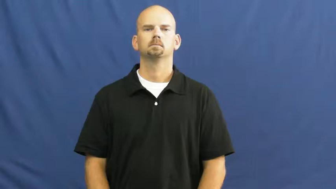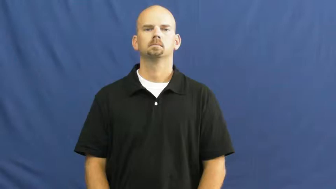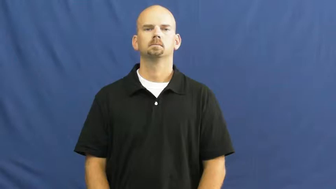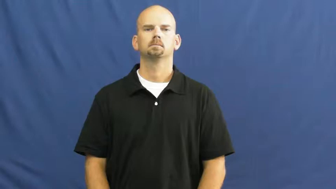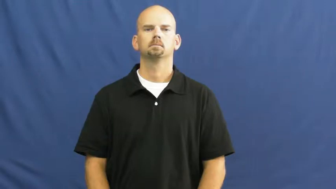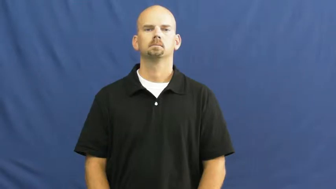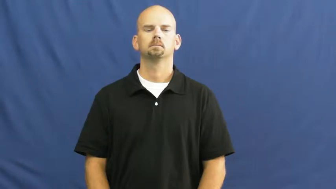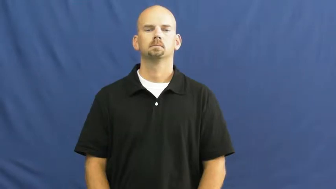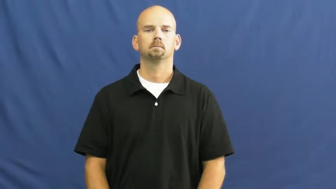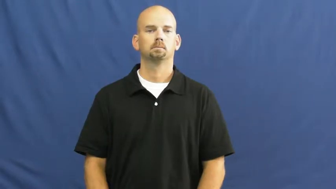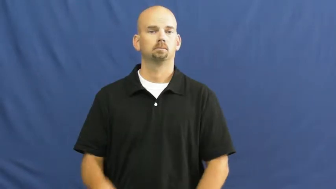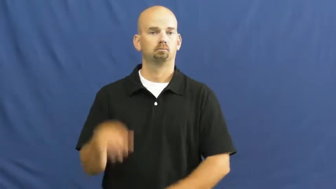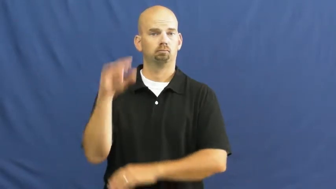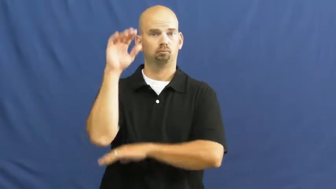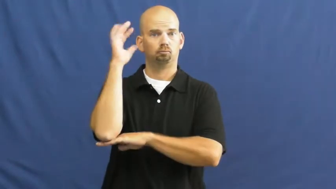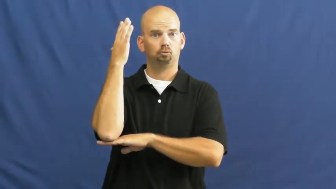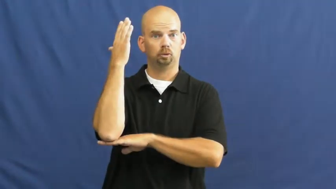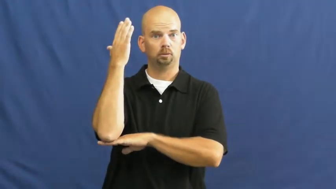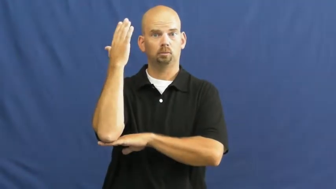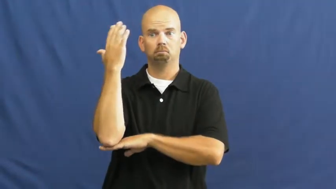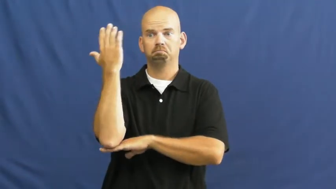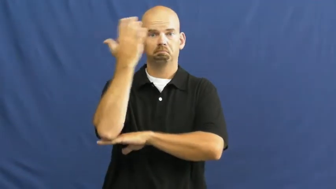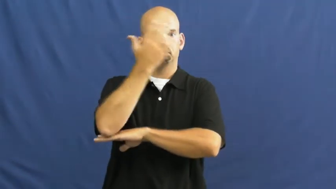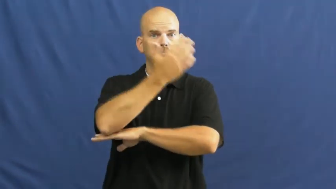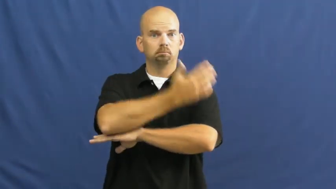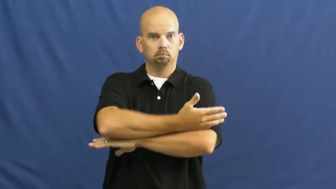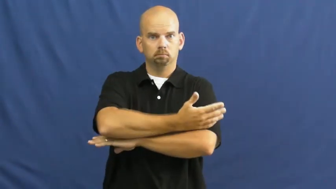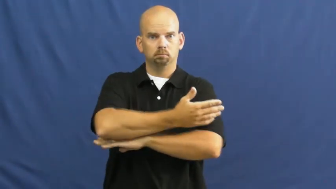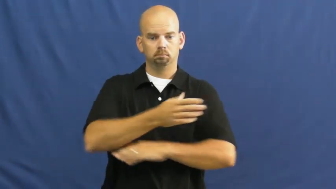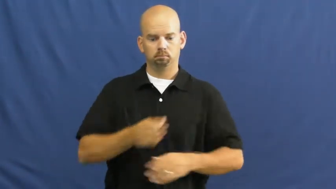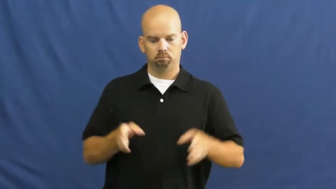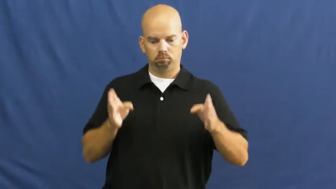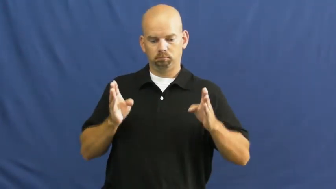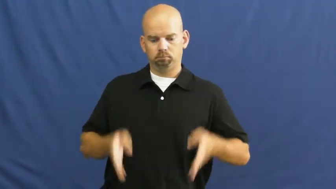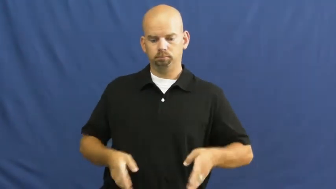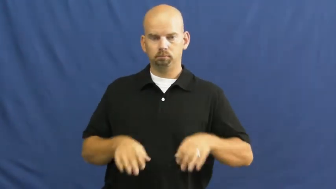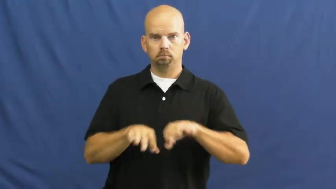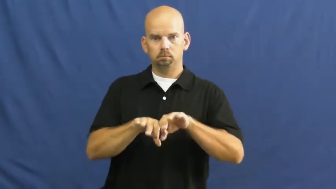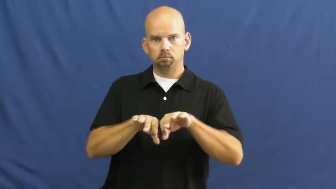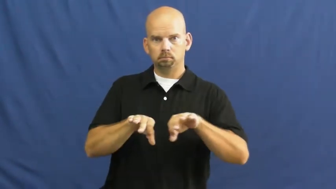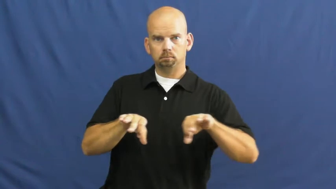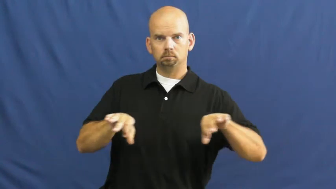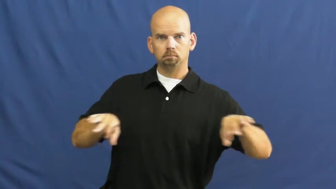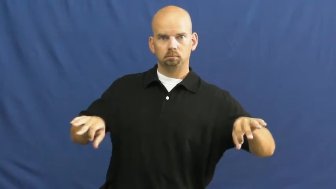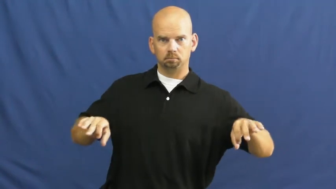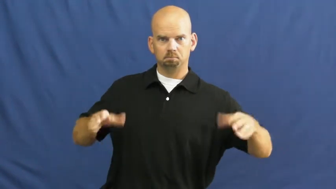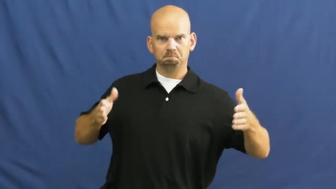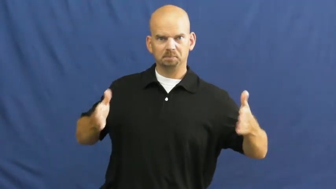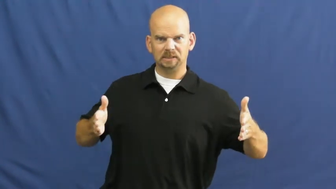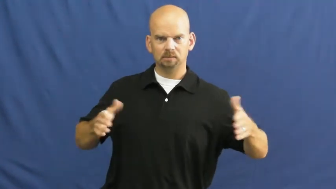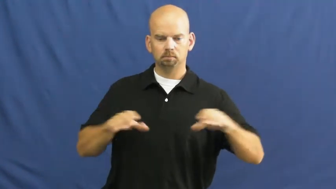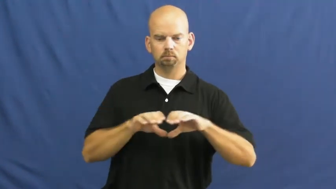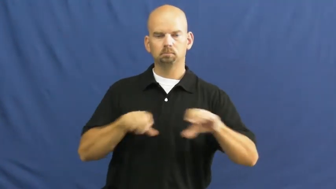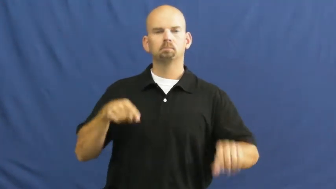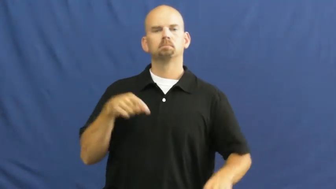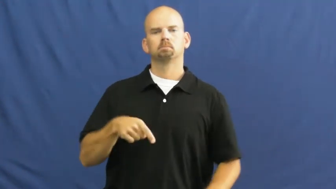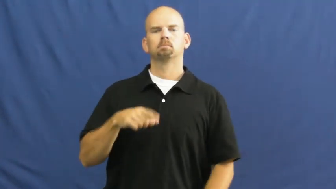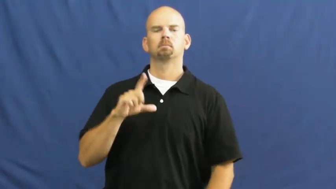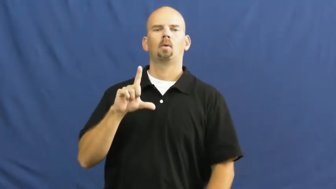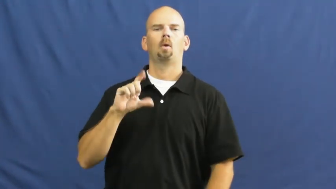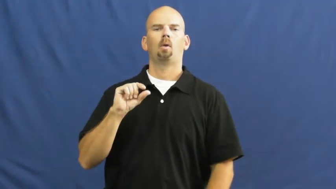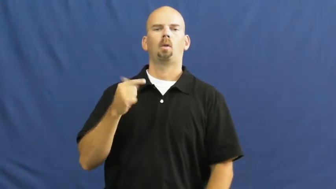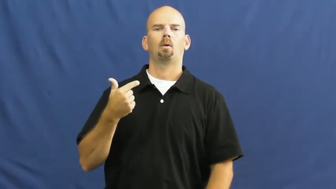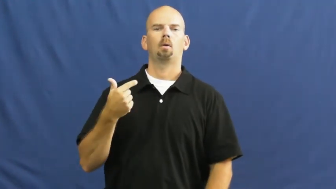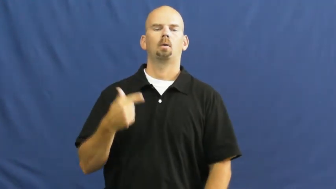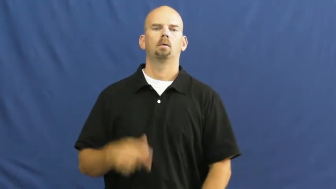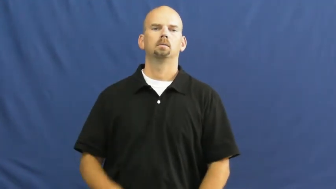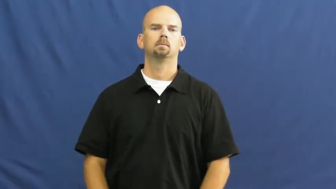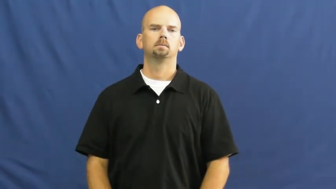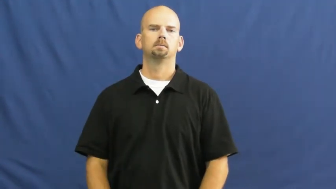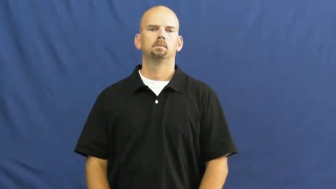log-wood